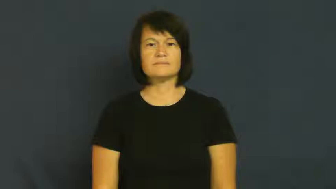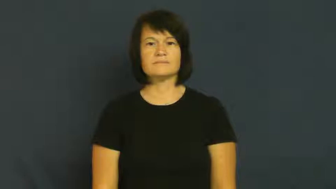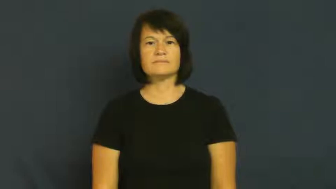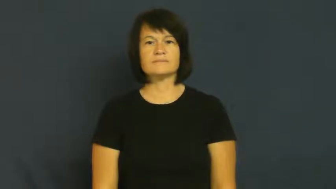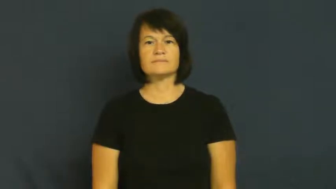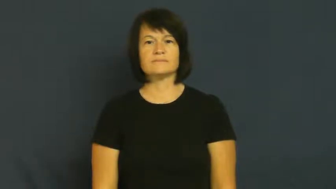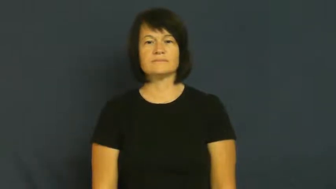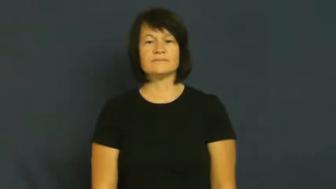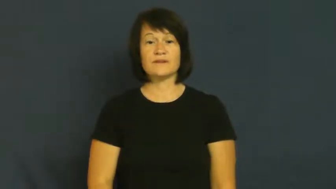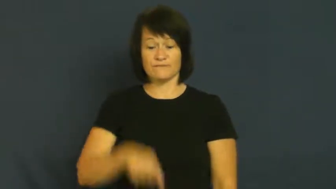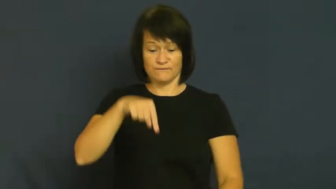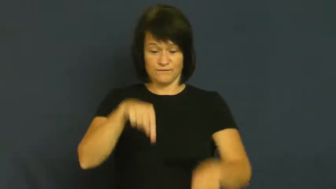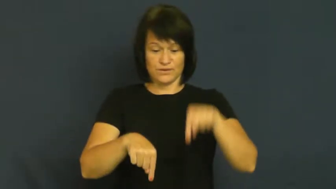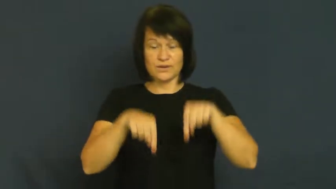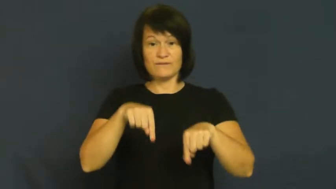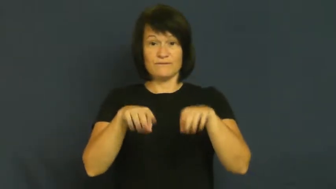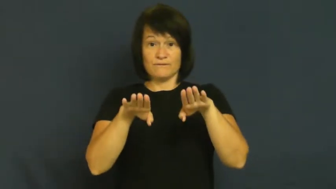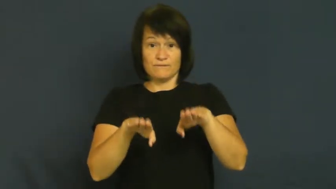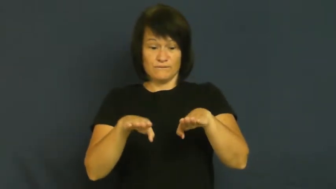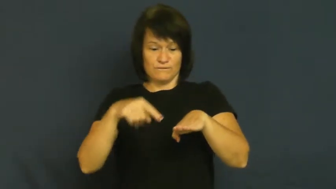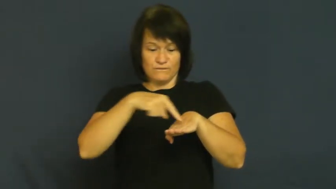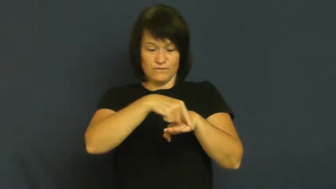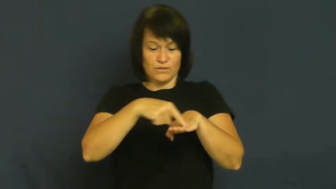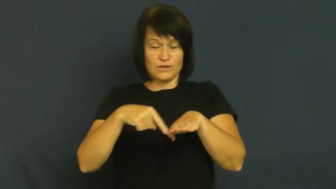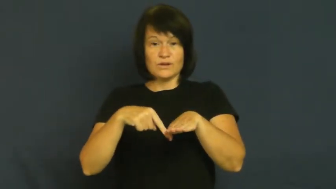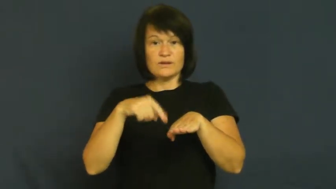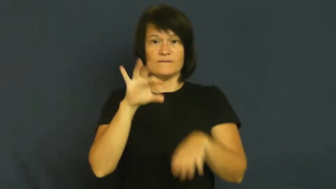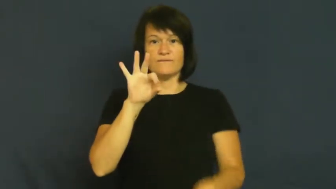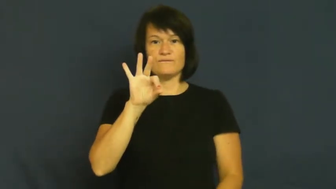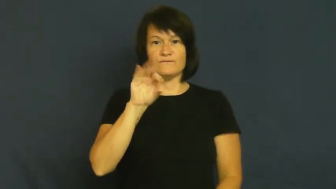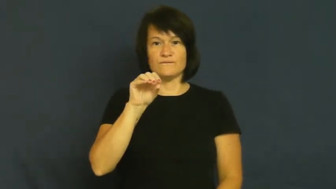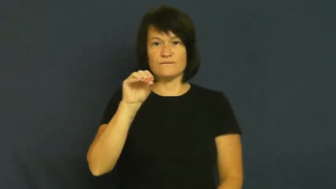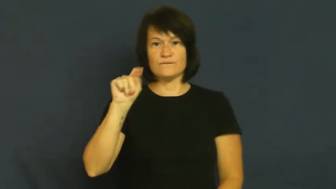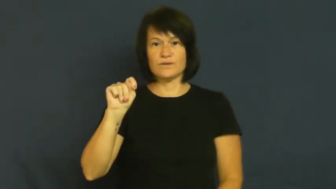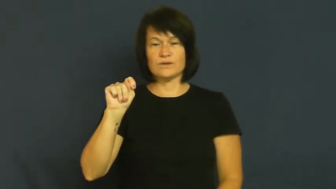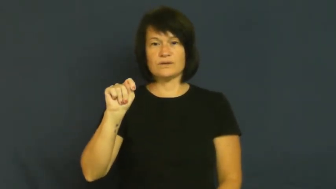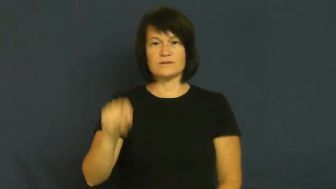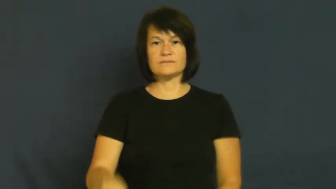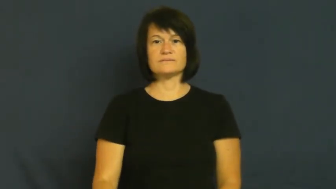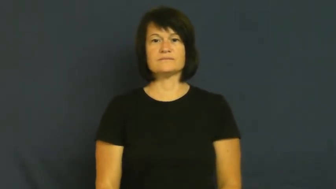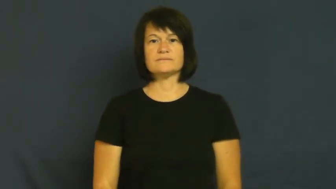foot,feet,tootsy-body